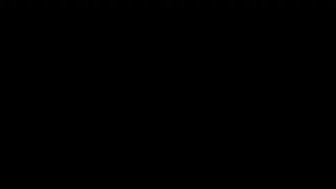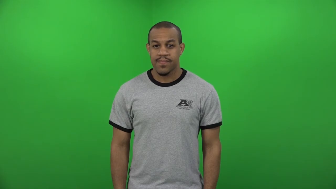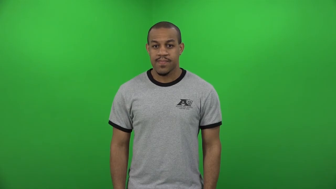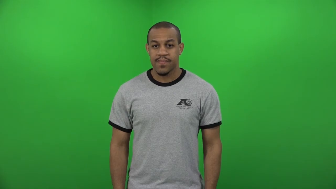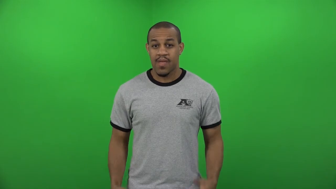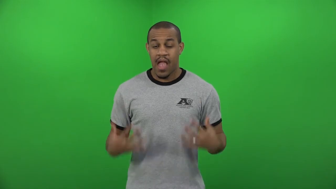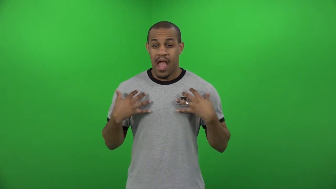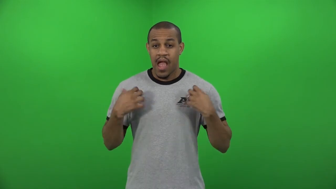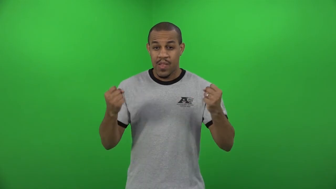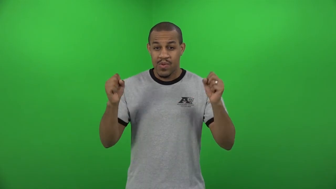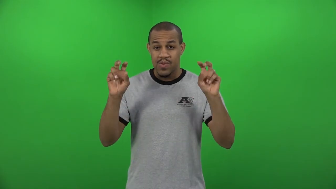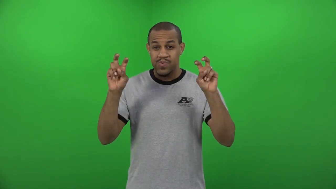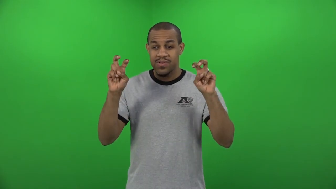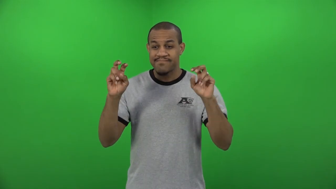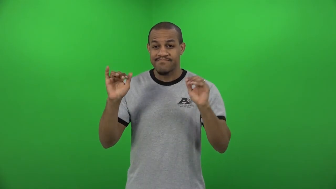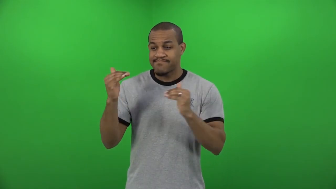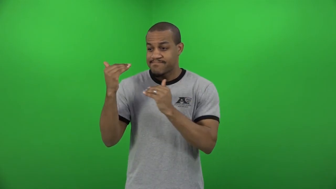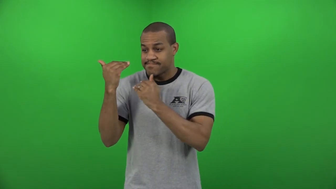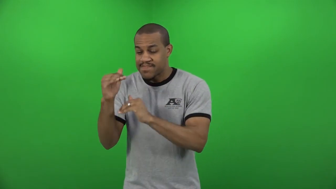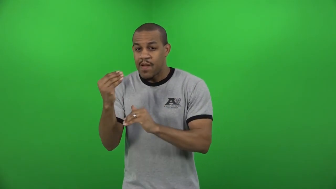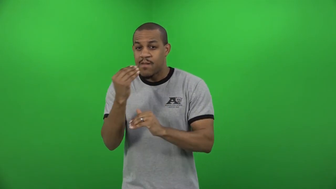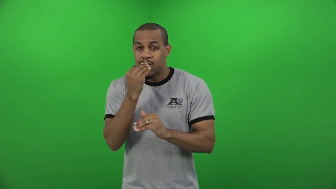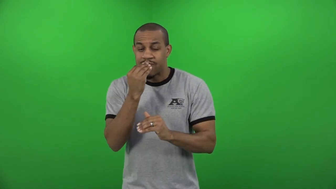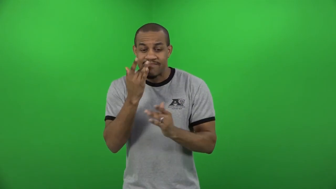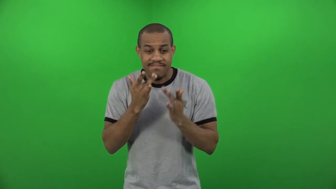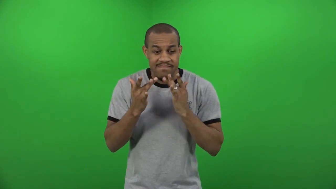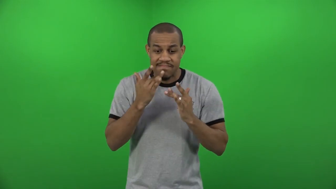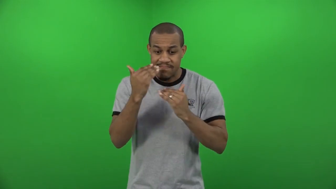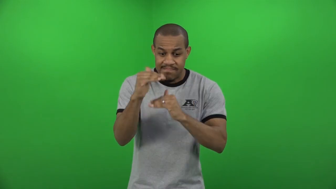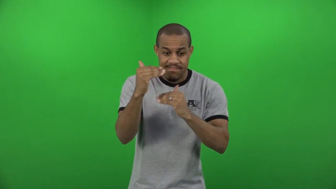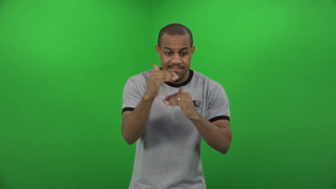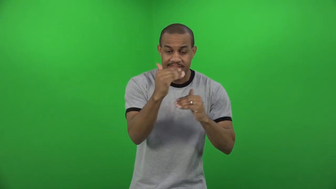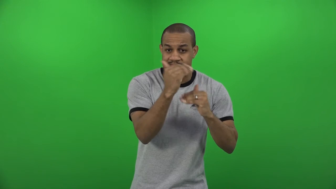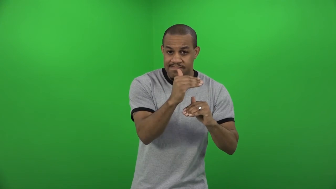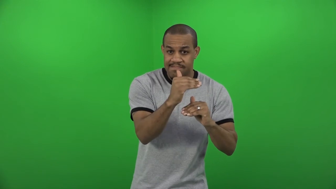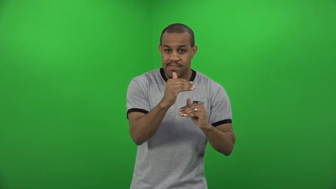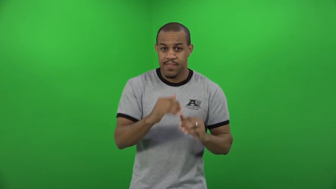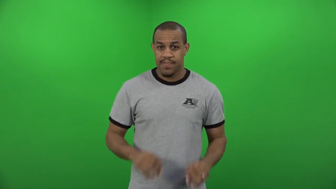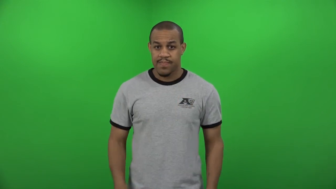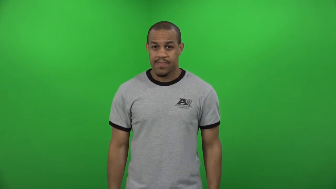dietary